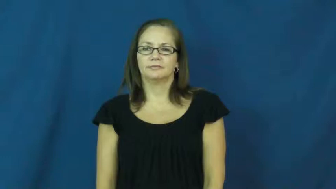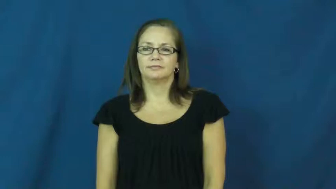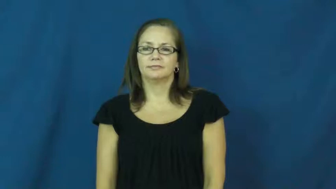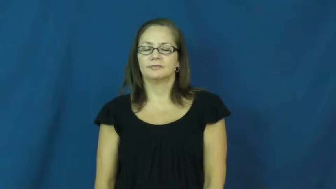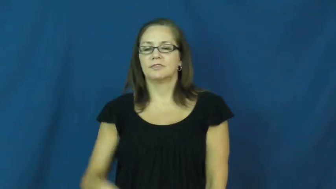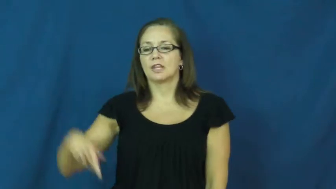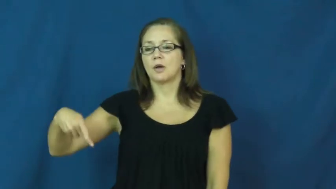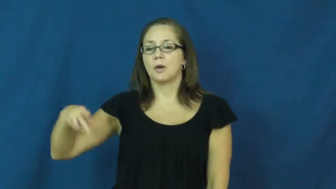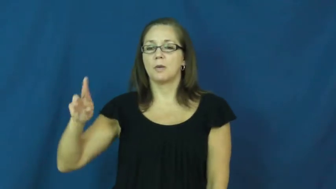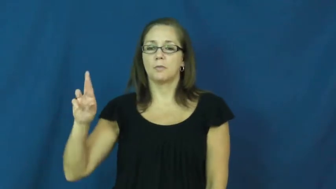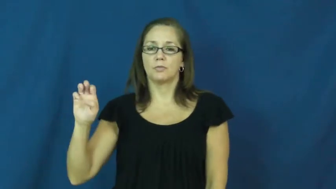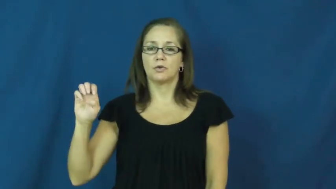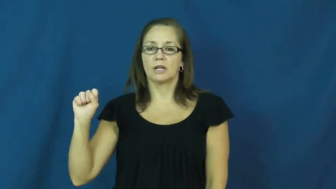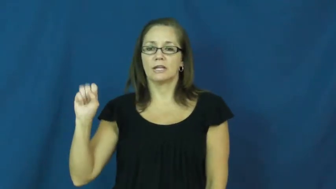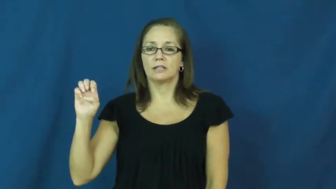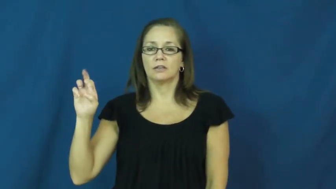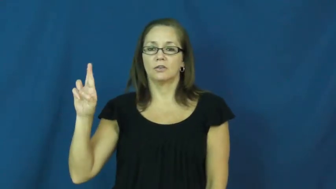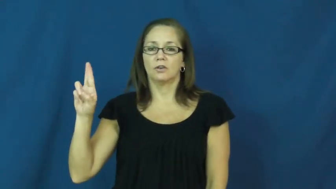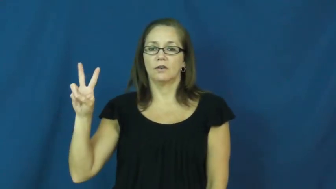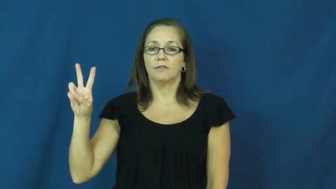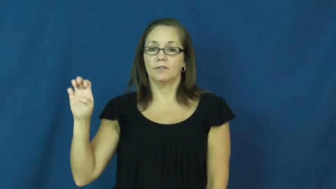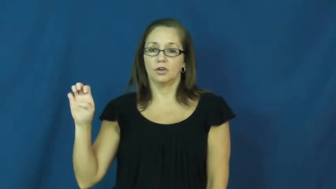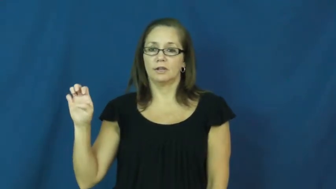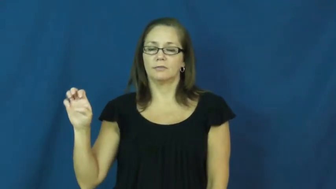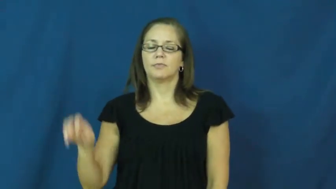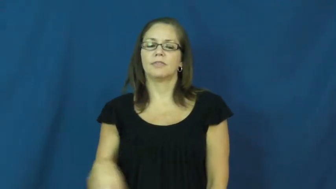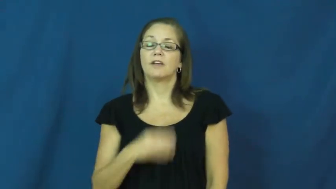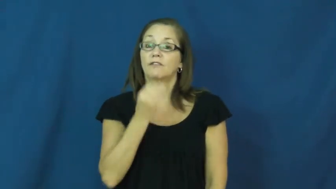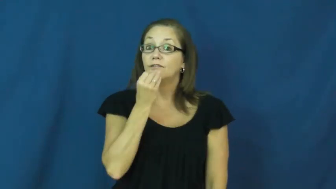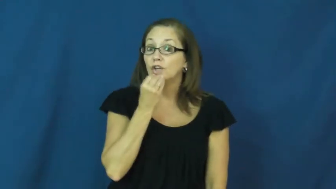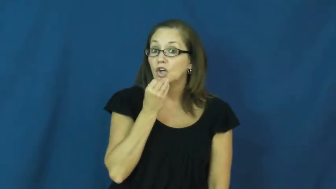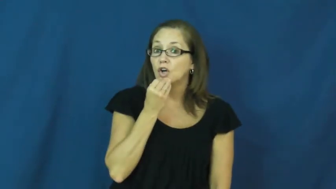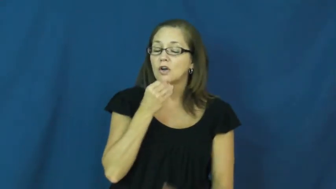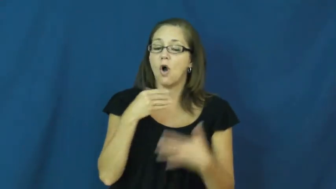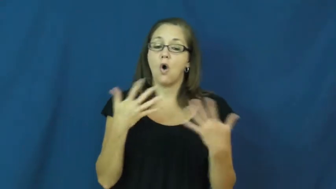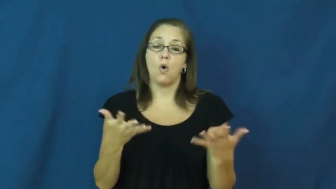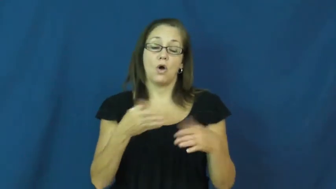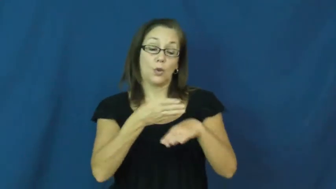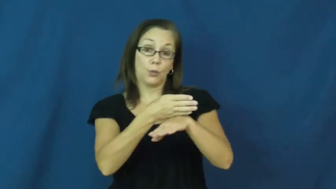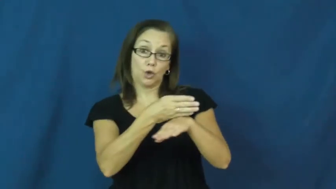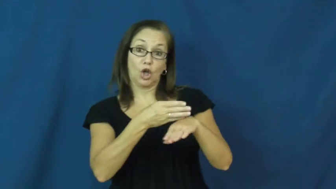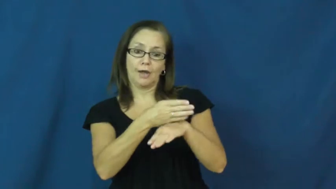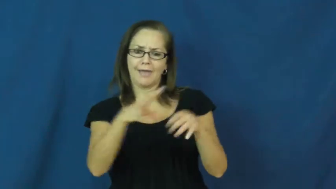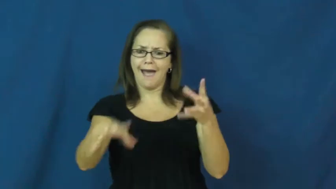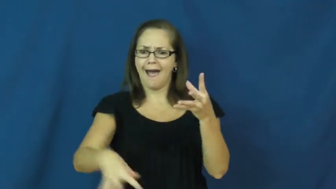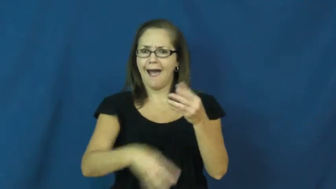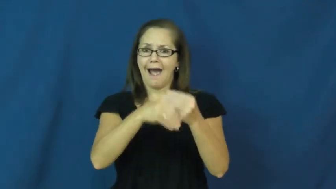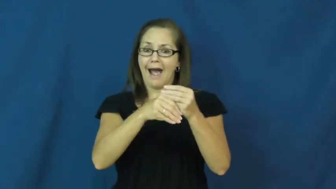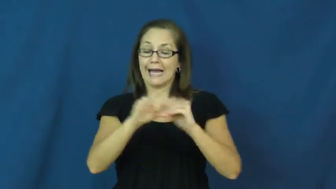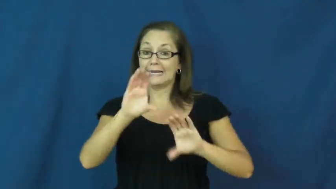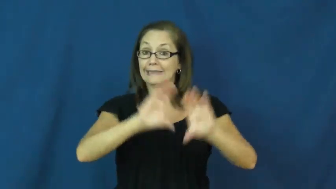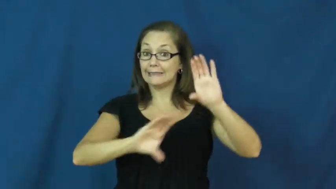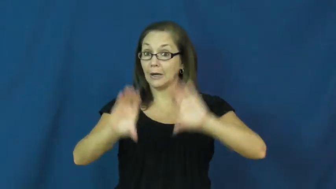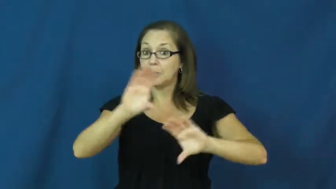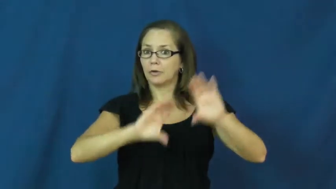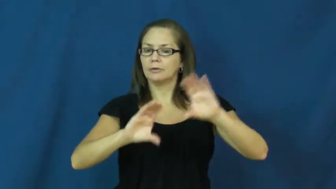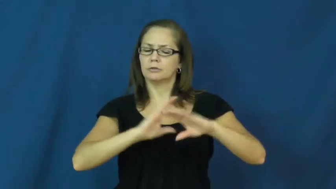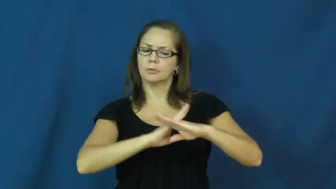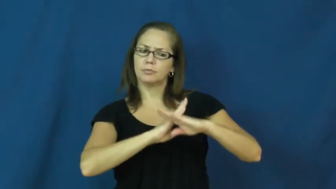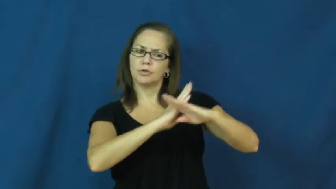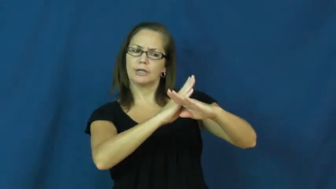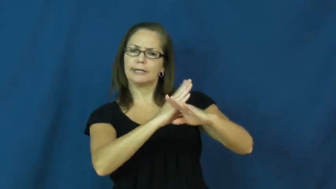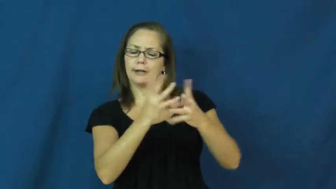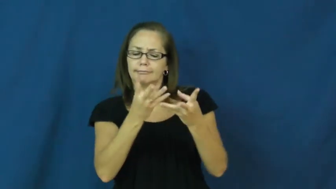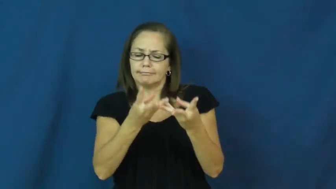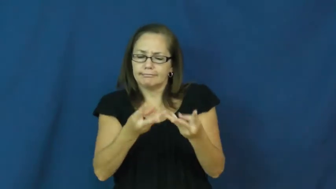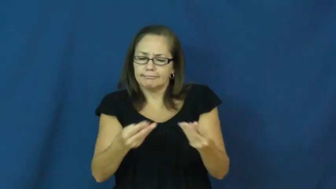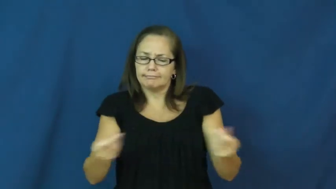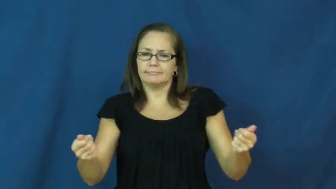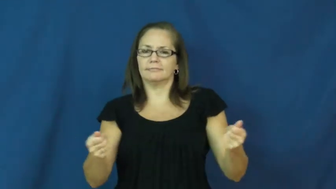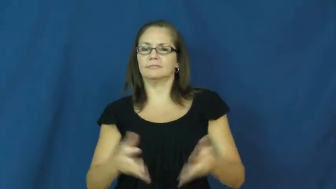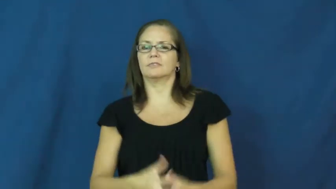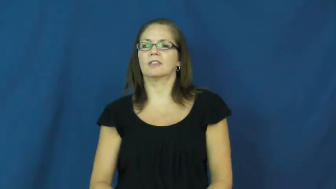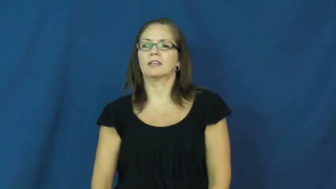preserve-add chemicals